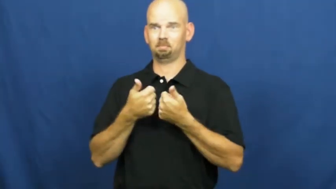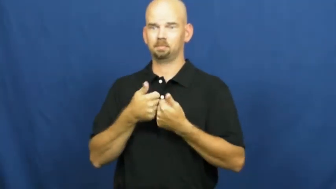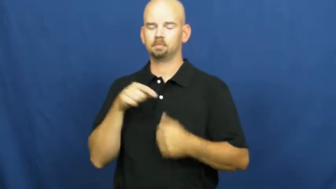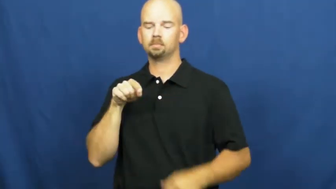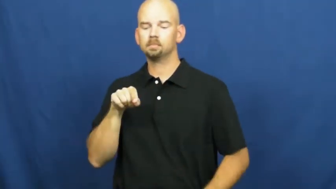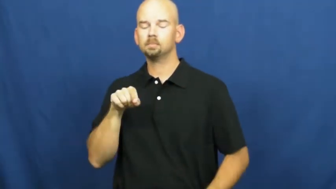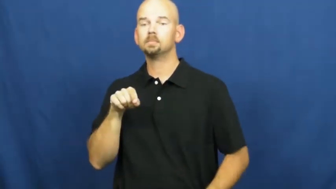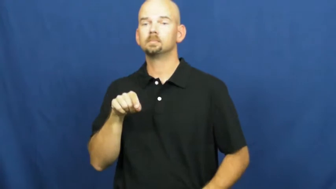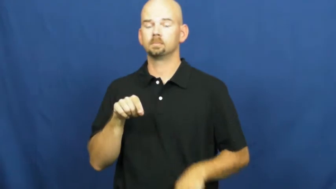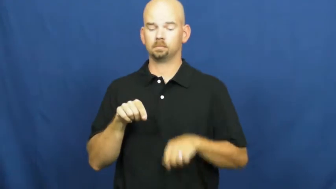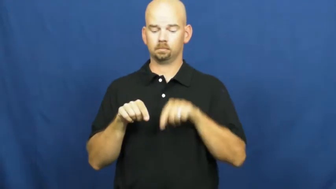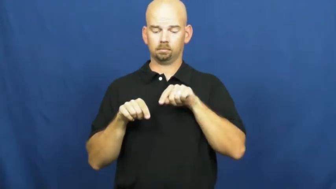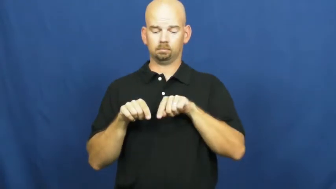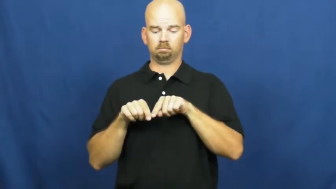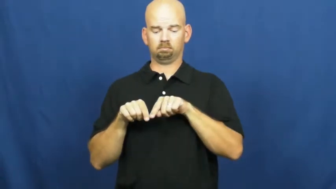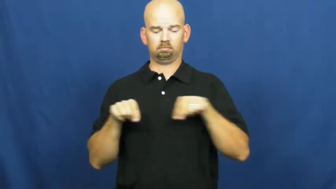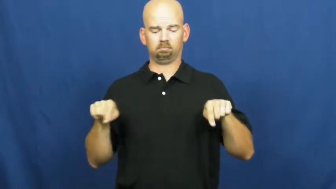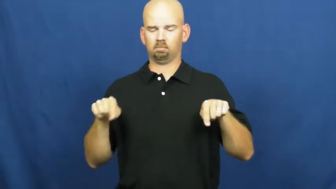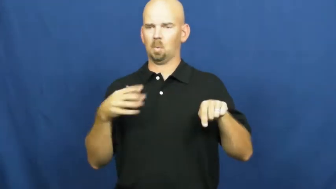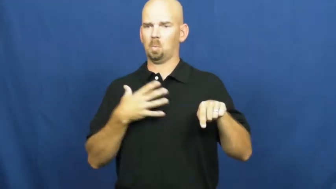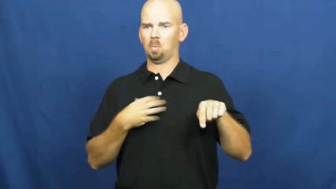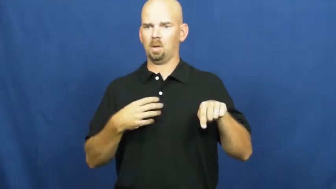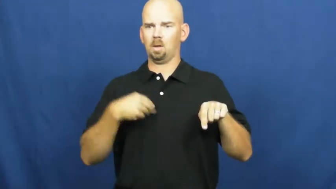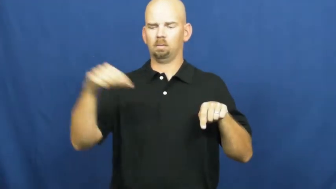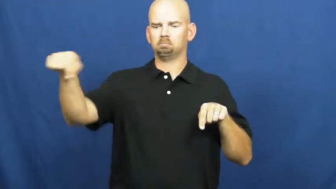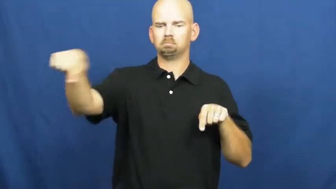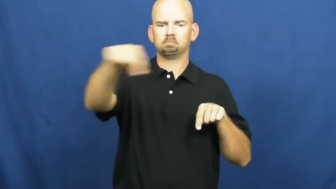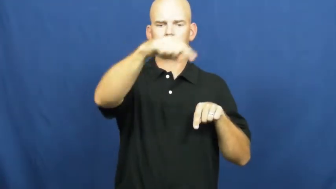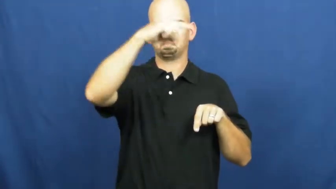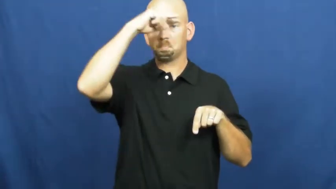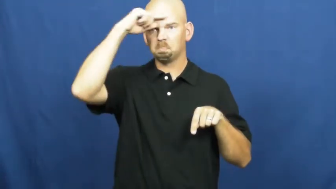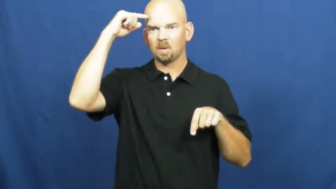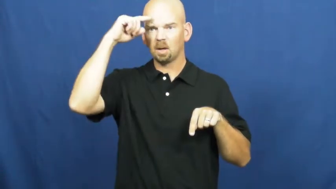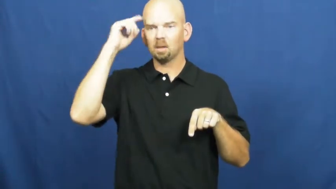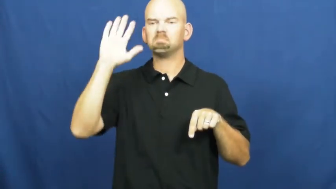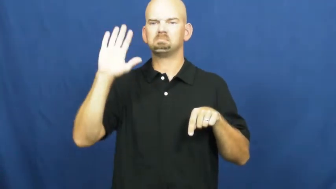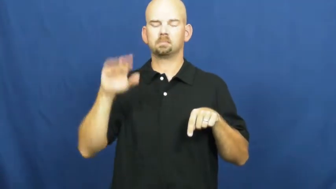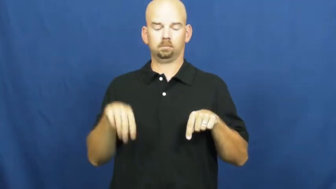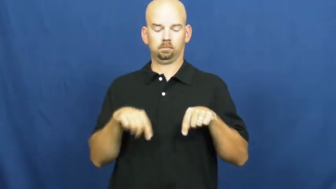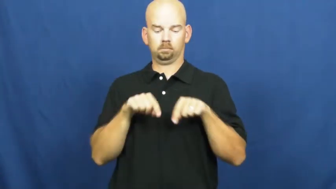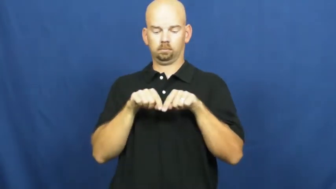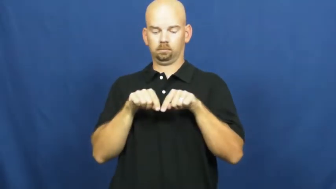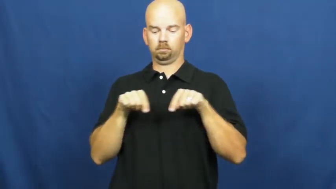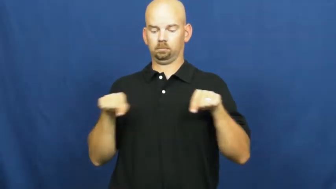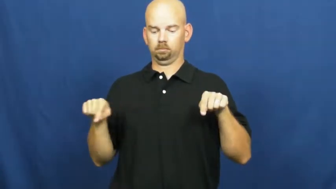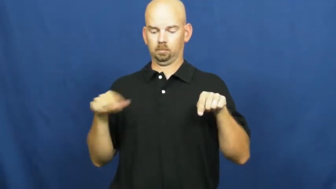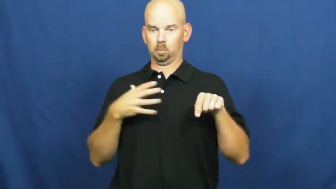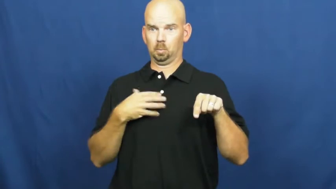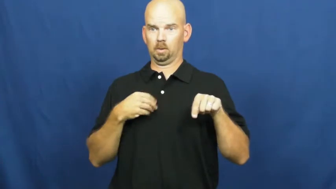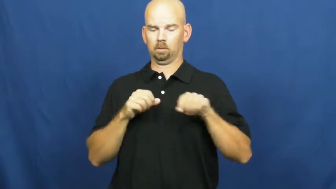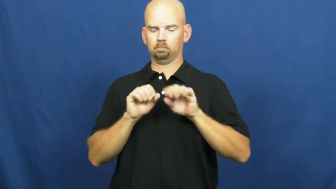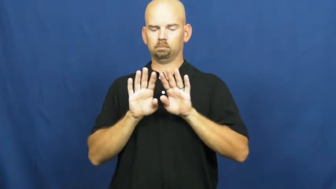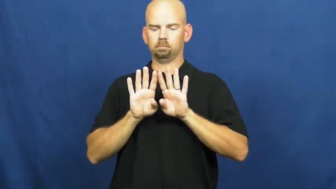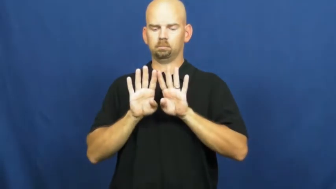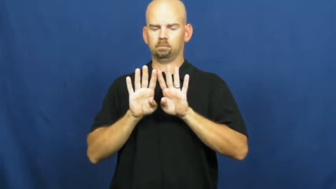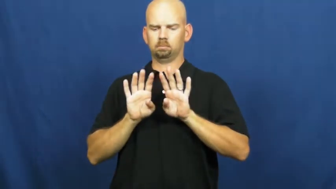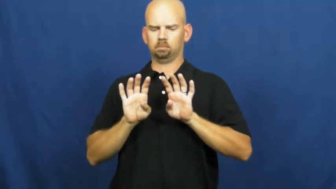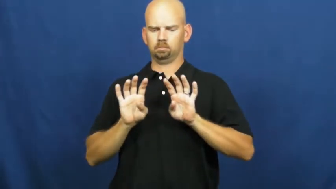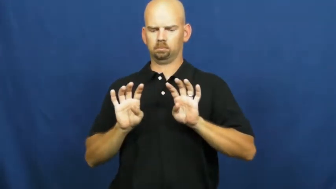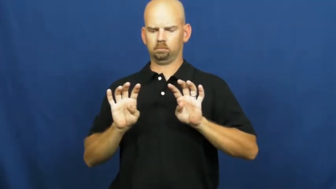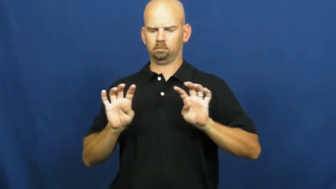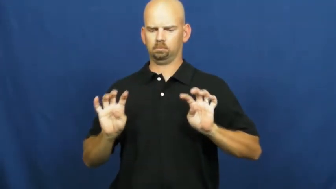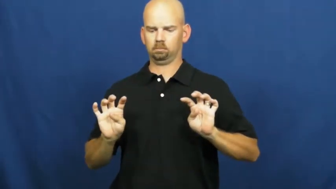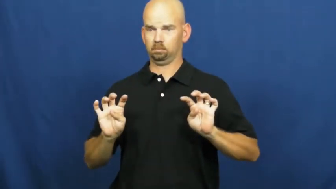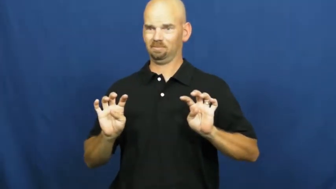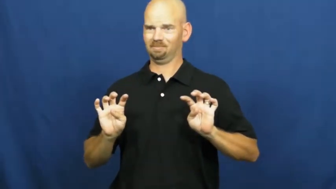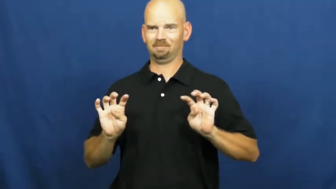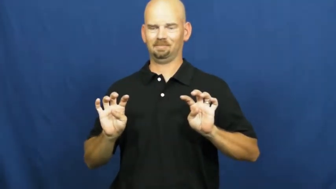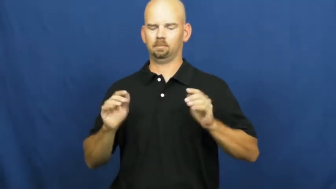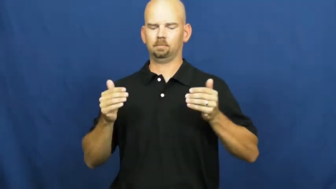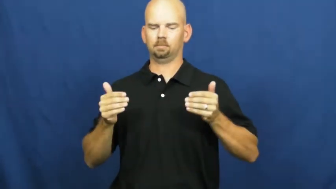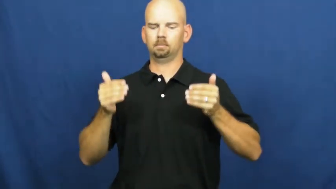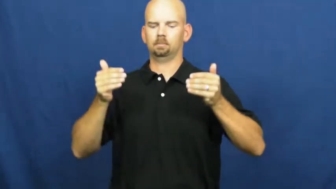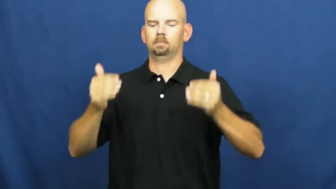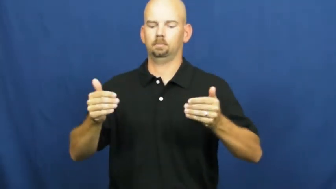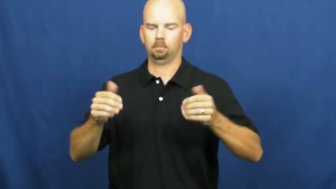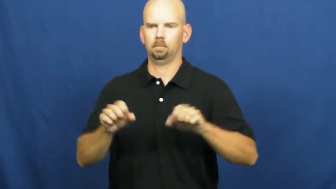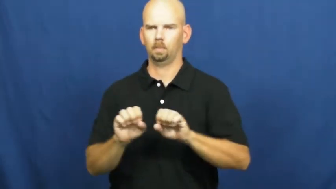pawn-chess